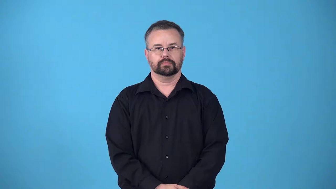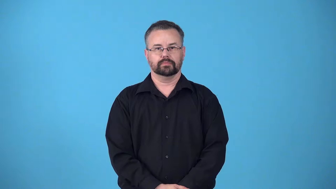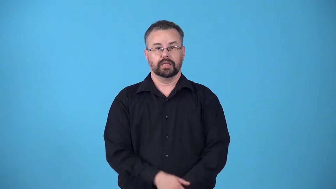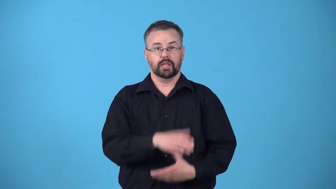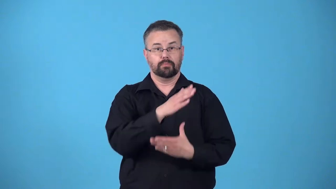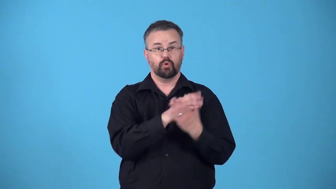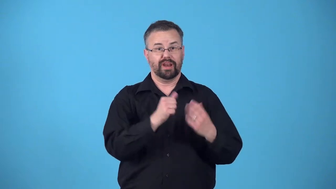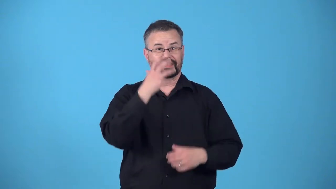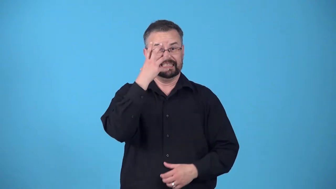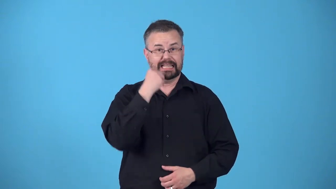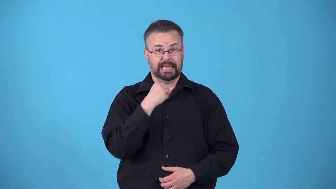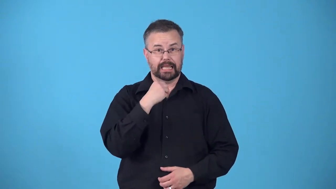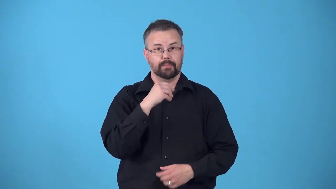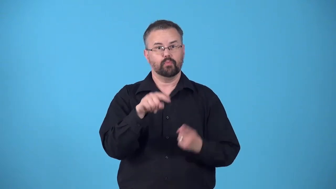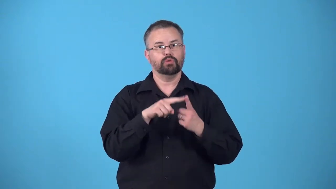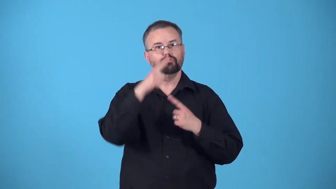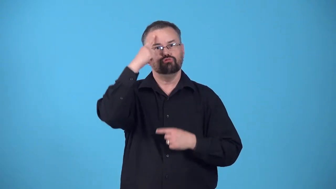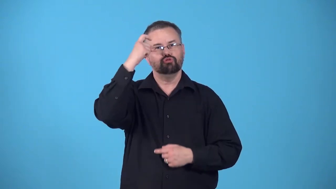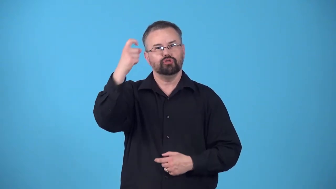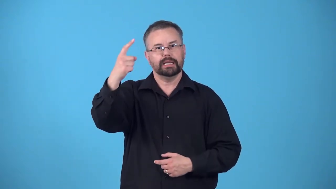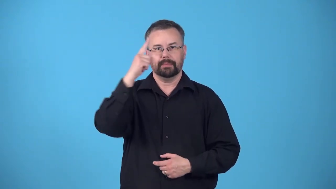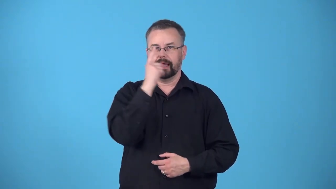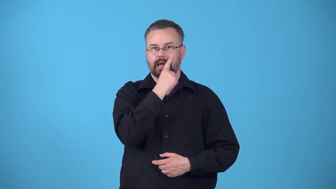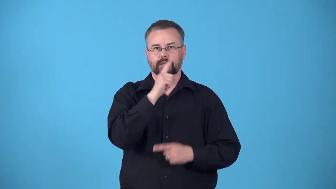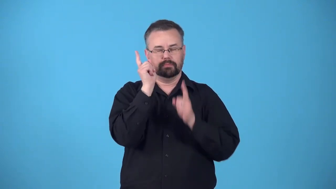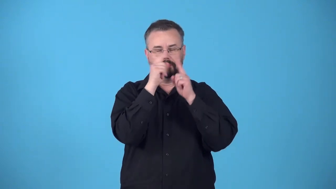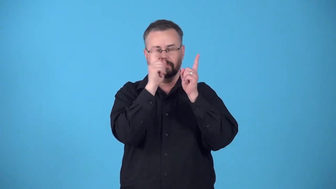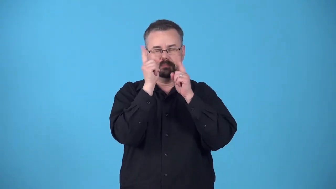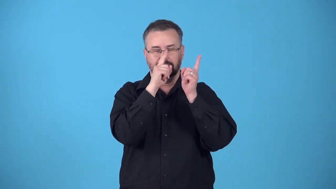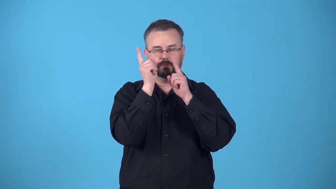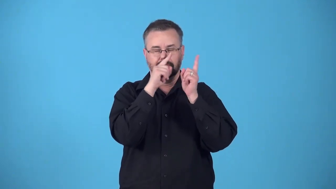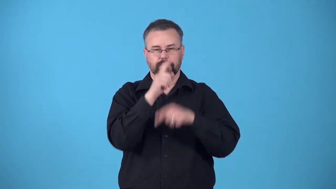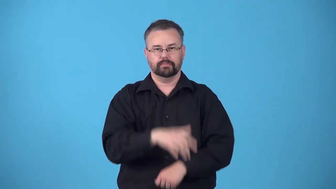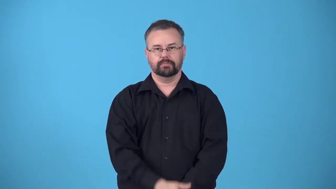rem-sleep